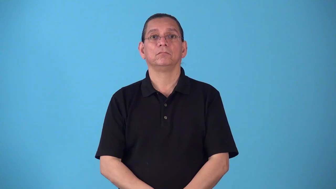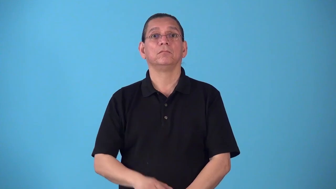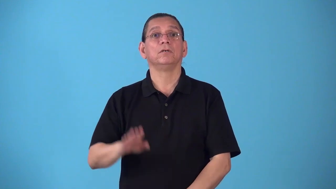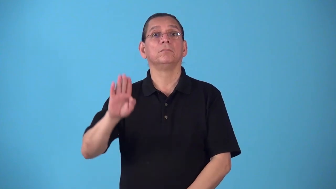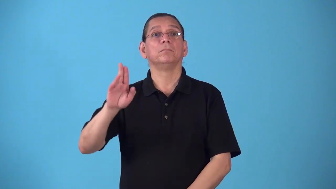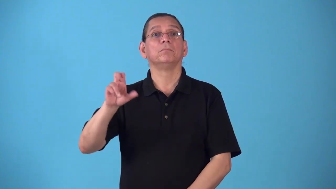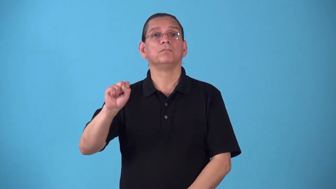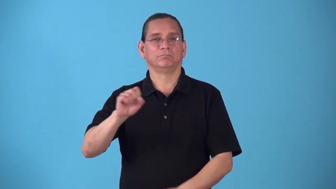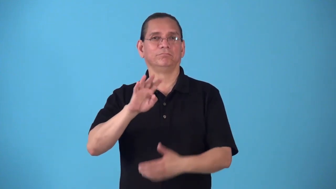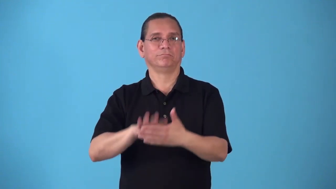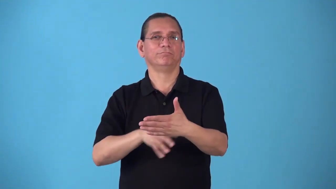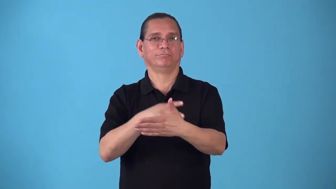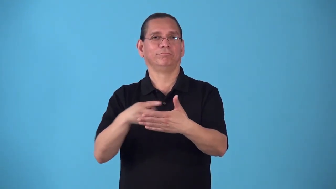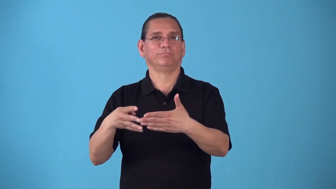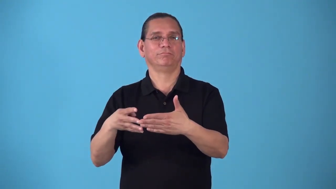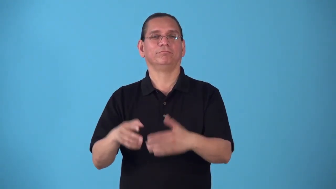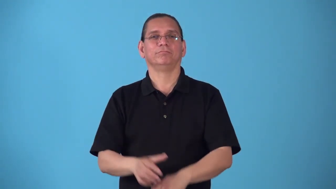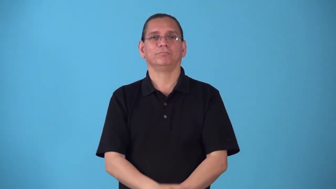run-schedule for bus